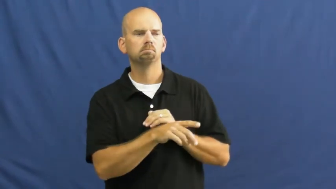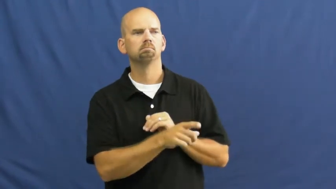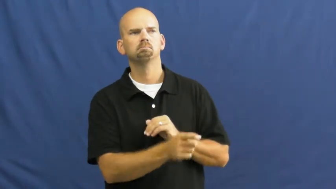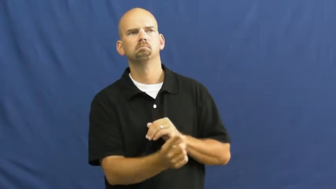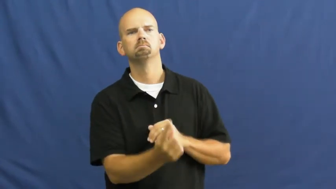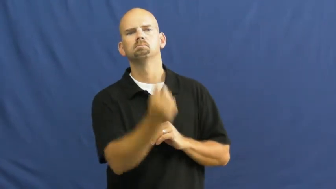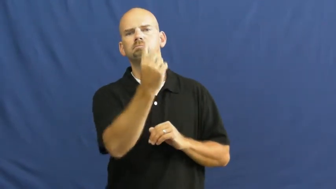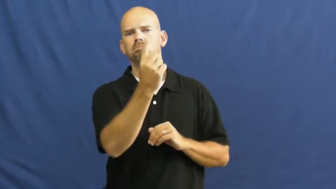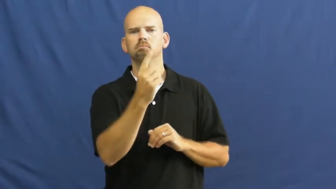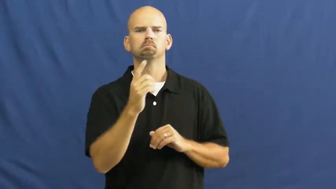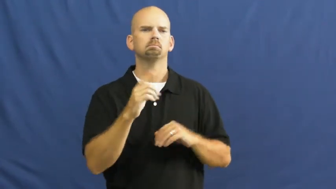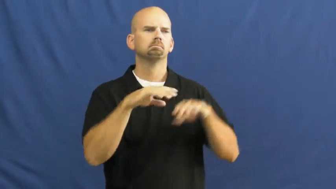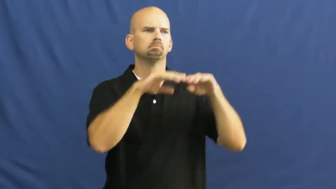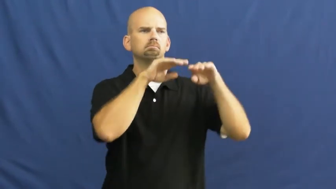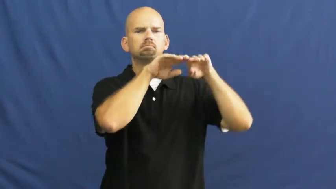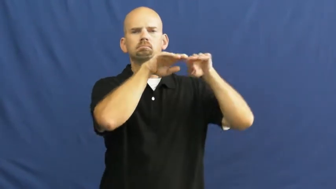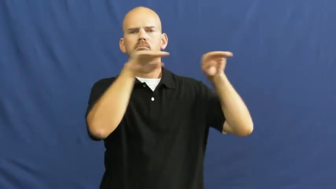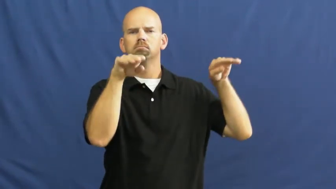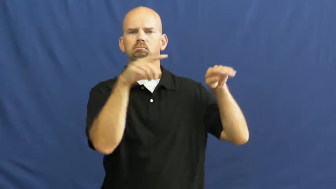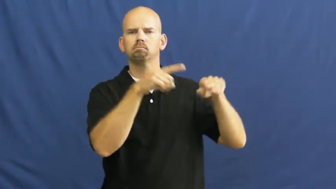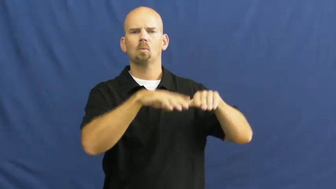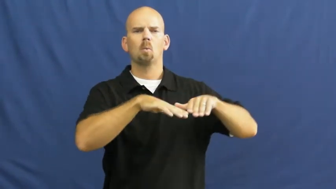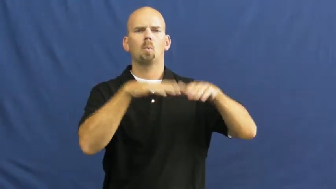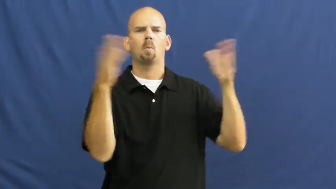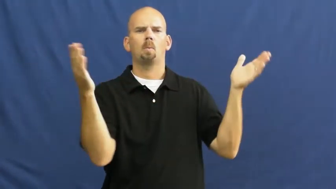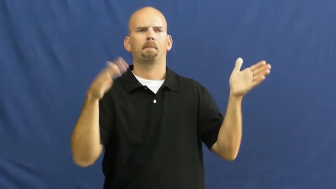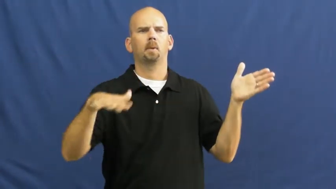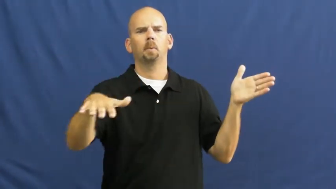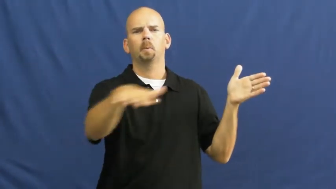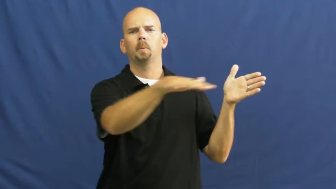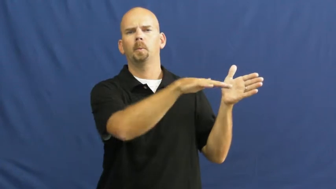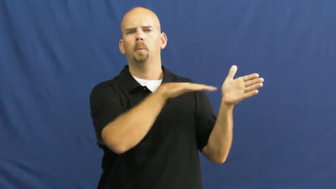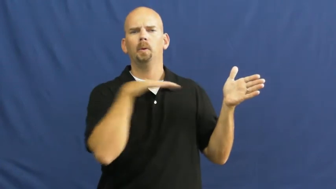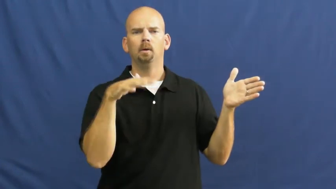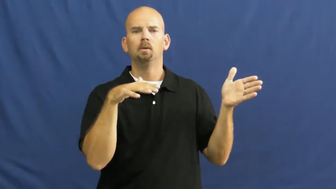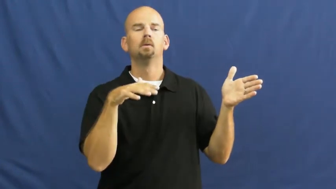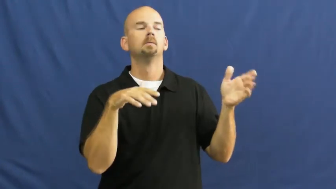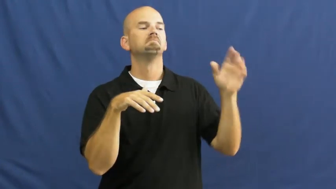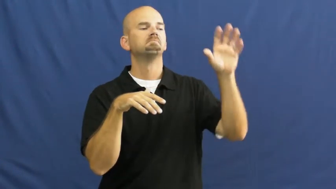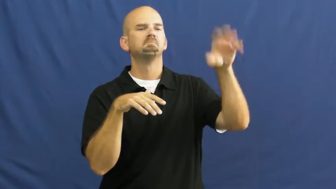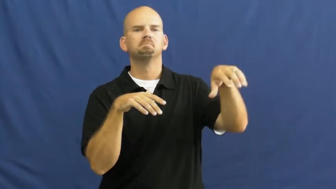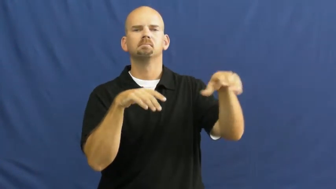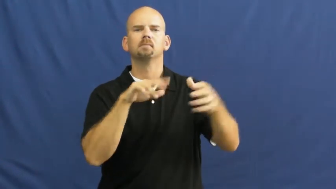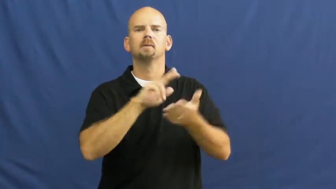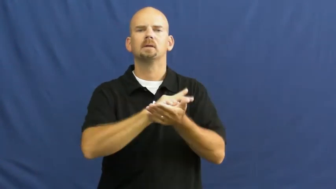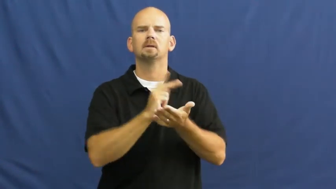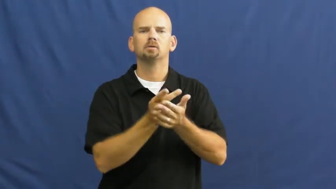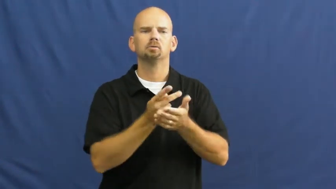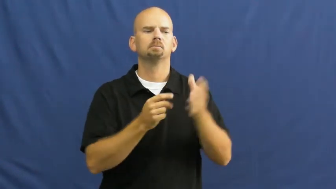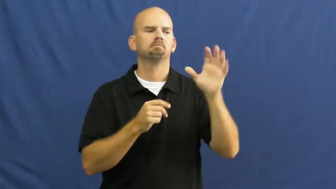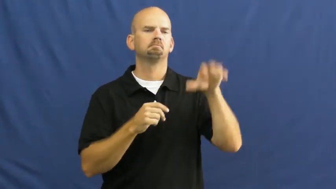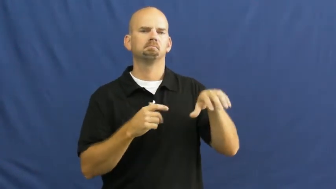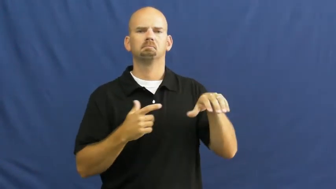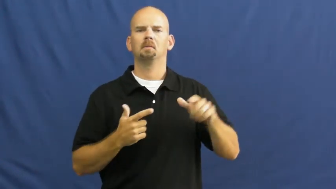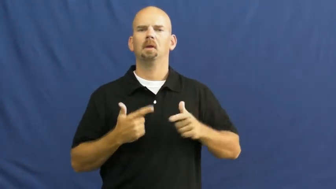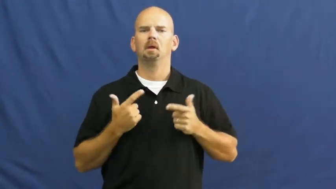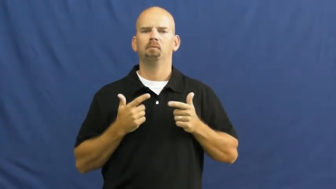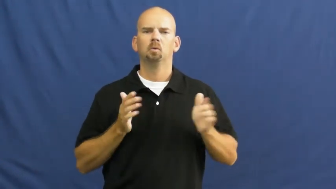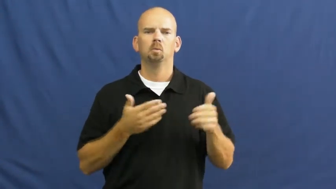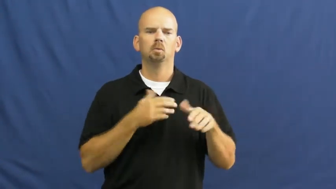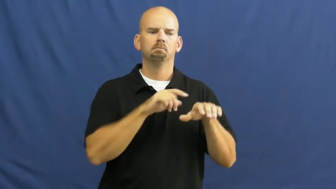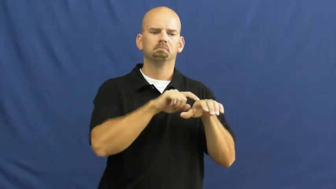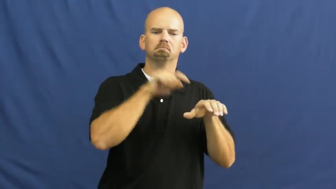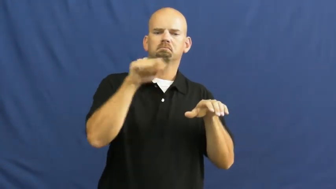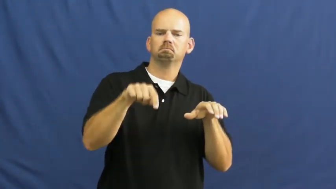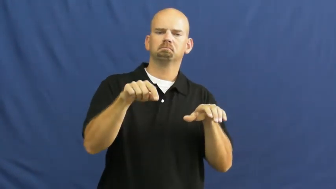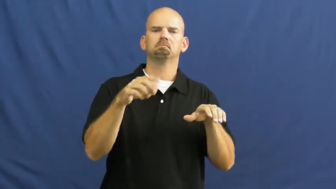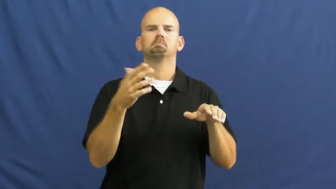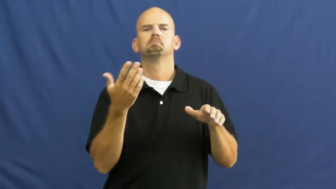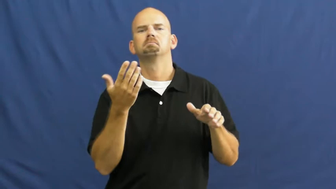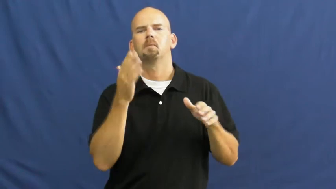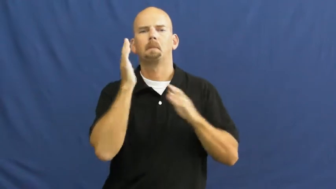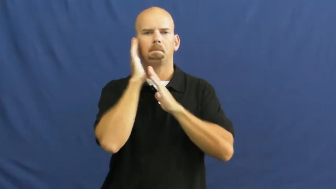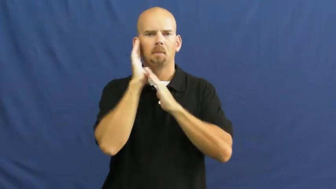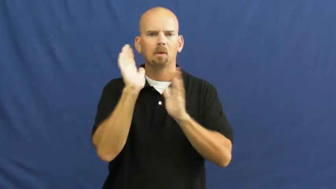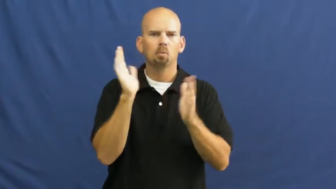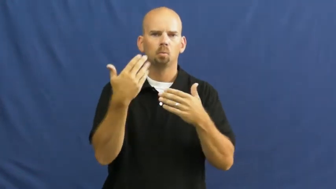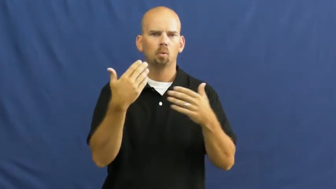loft-room